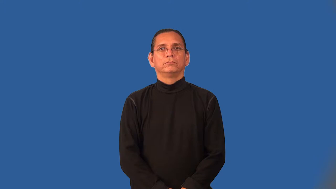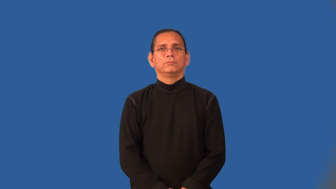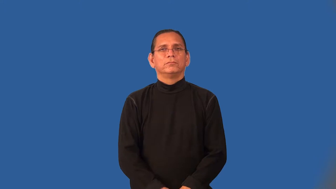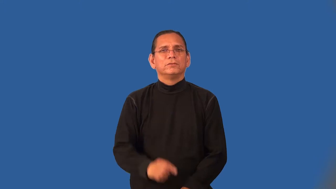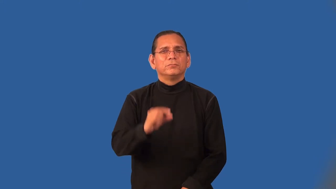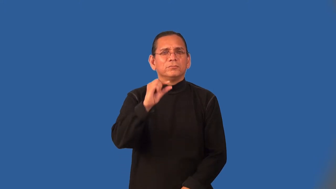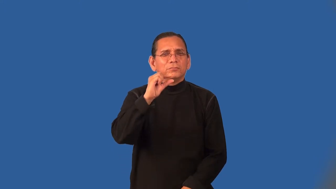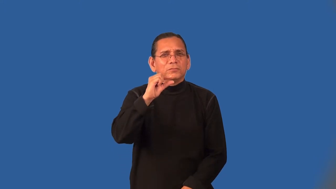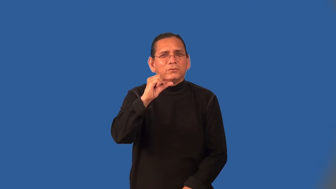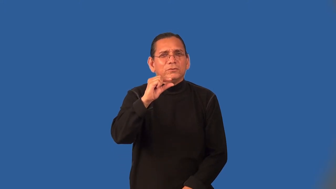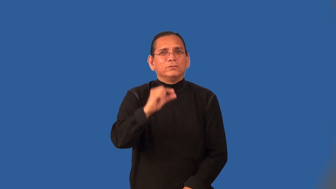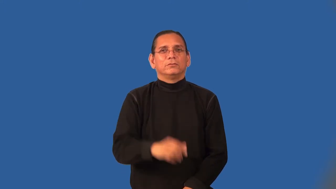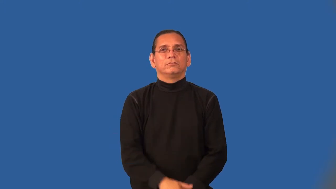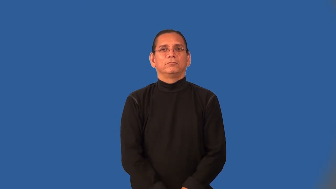nominal